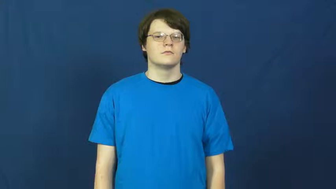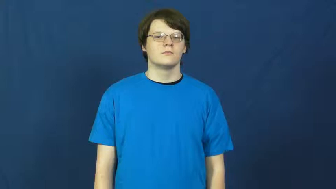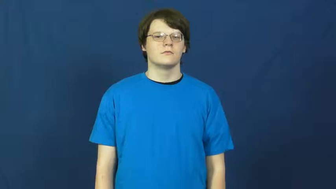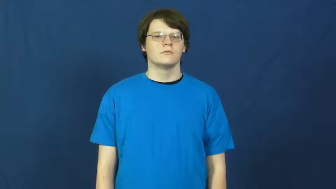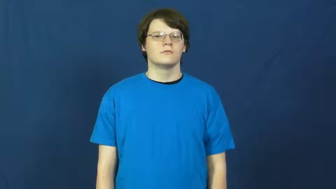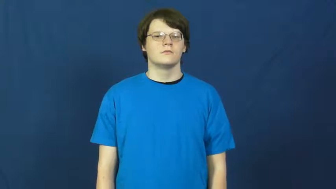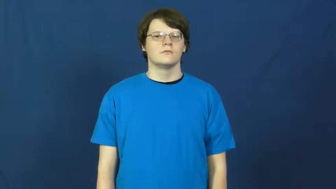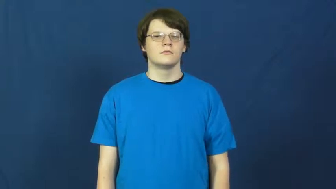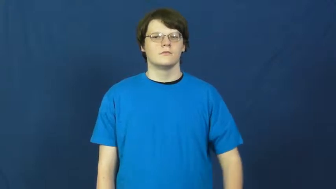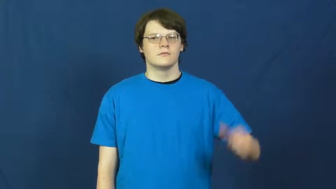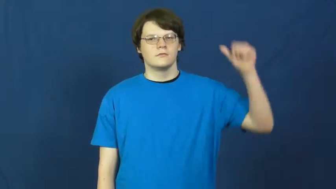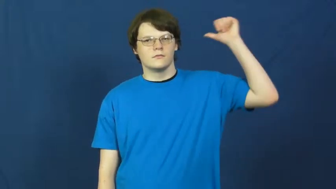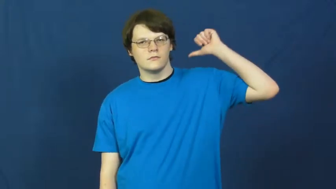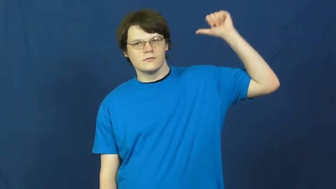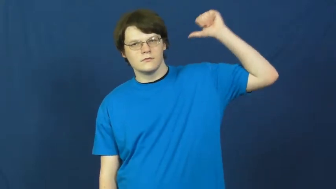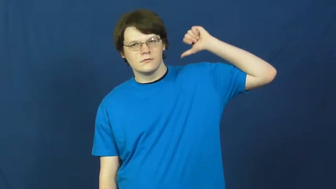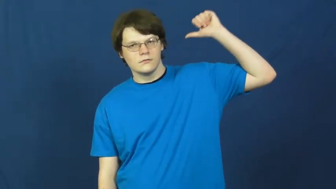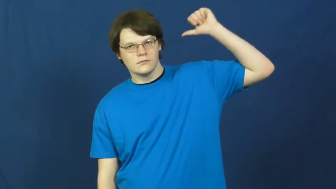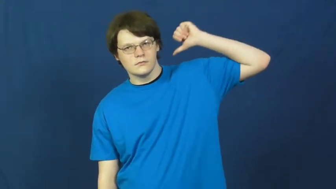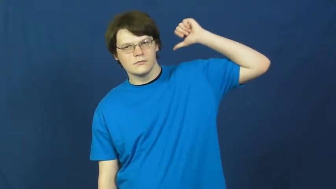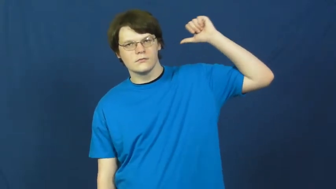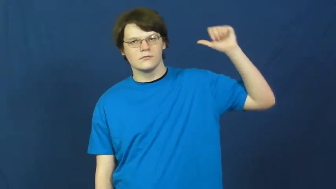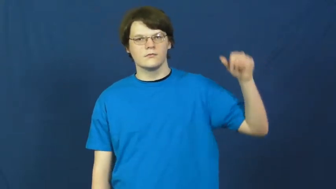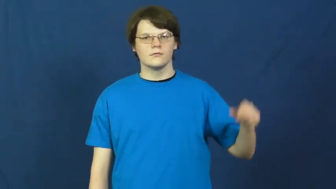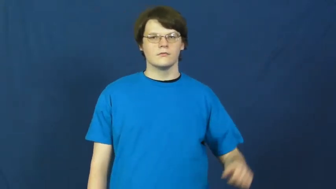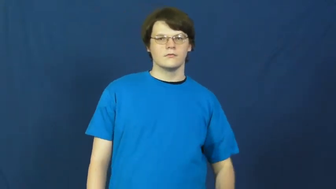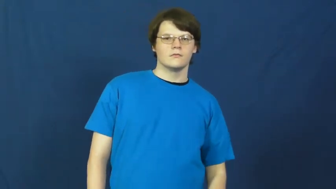rear,posterior-behind